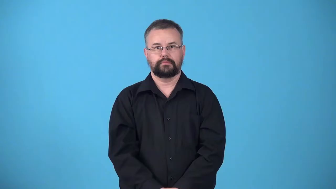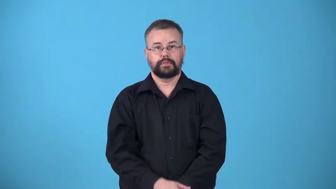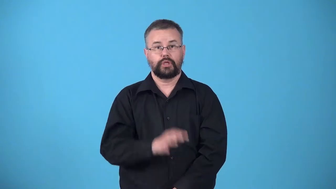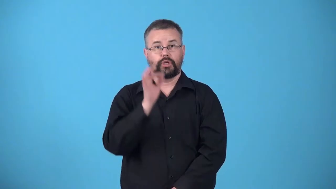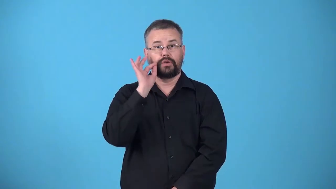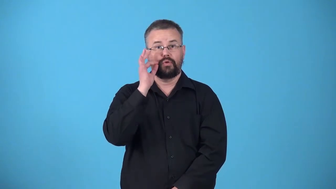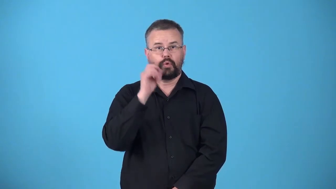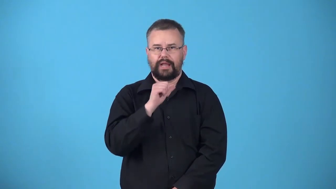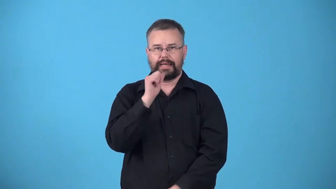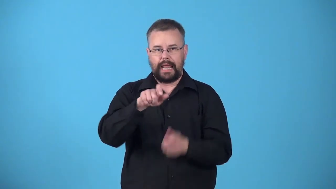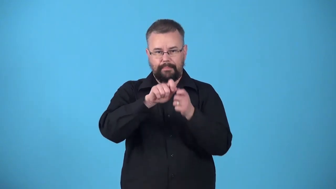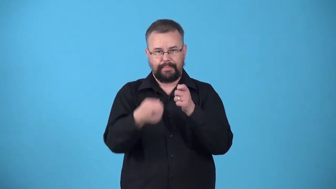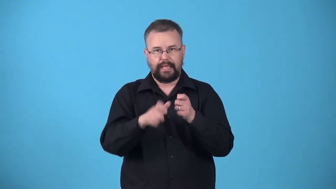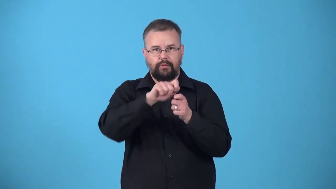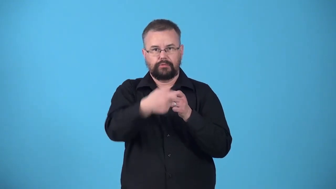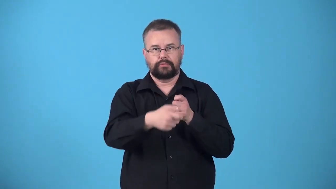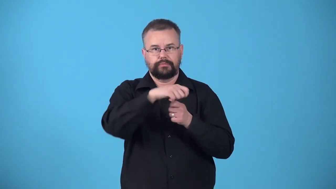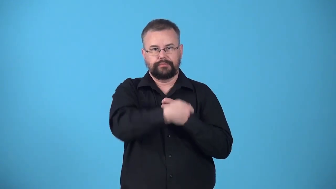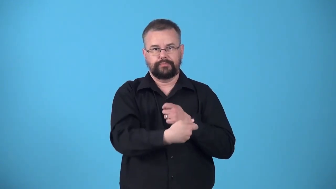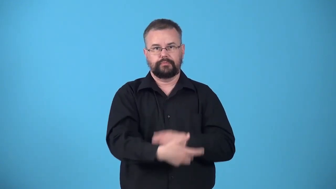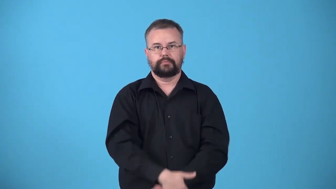unpeeled